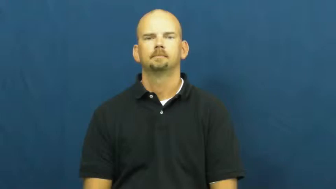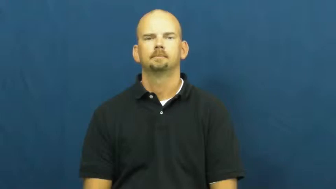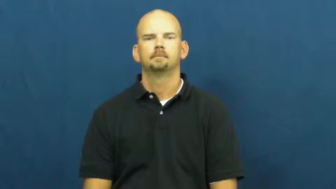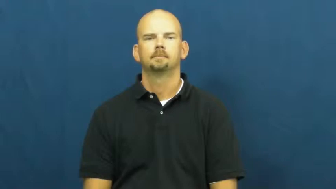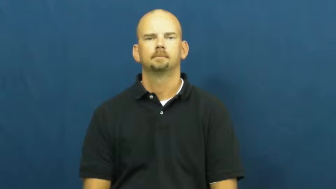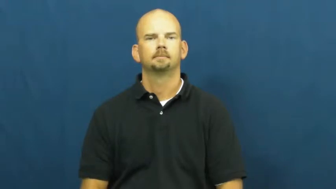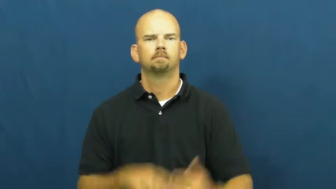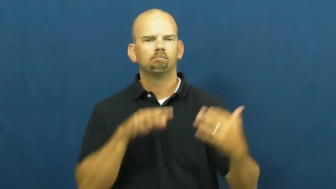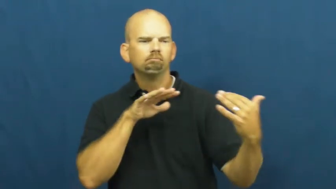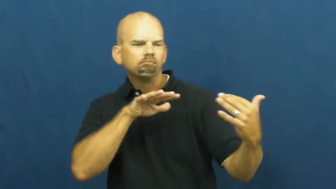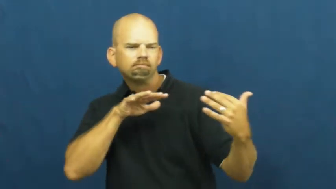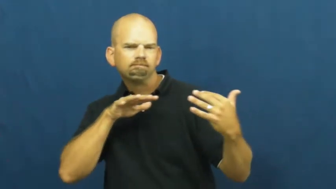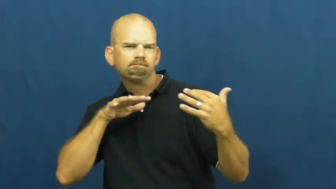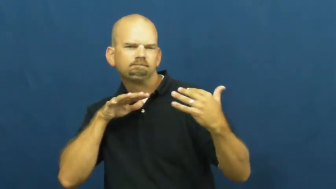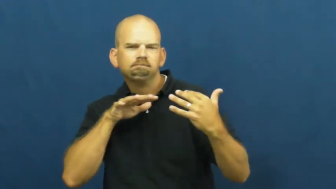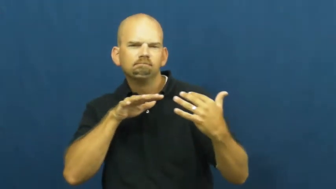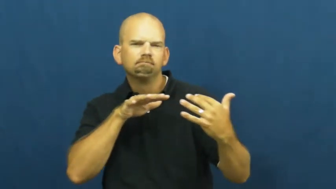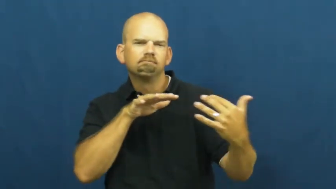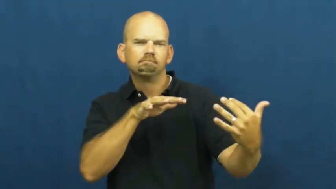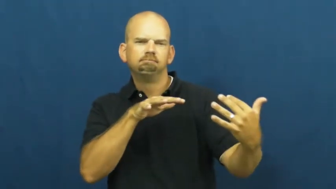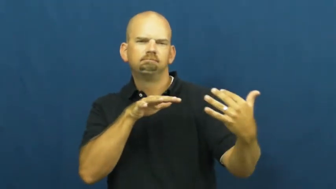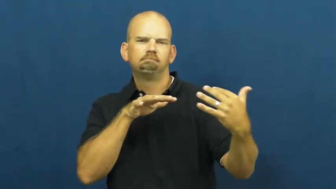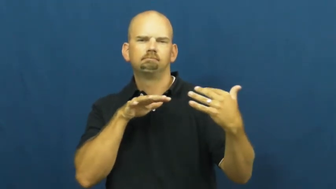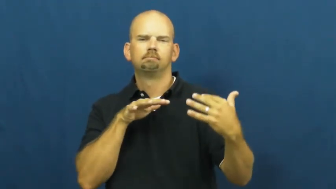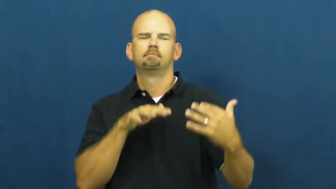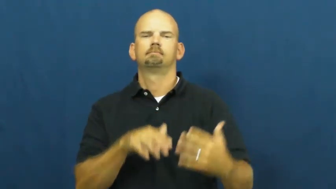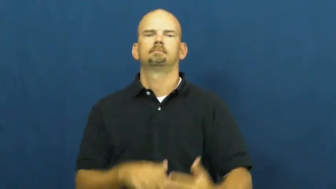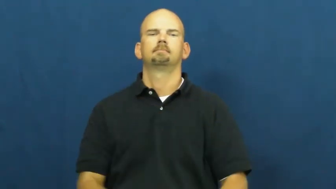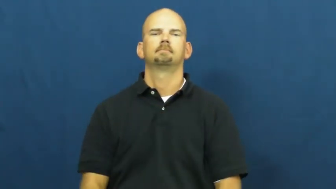war,hostilities